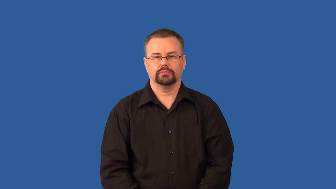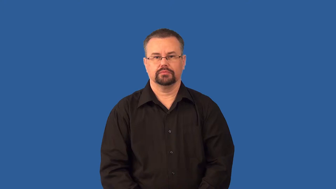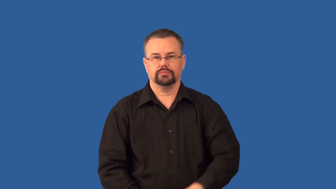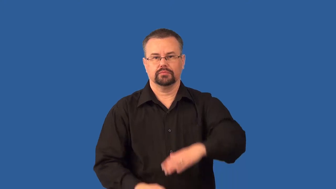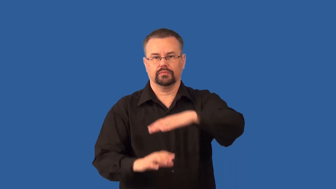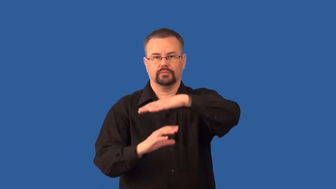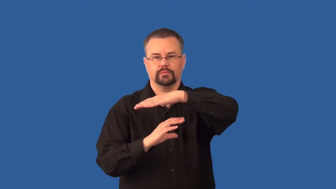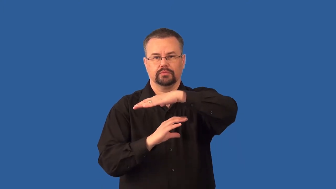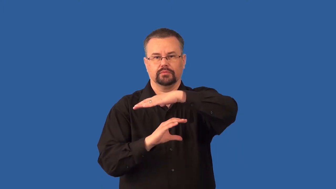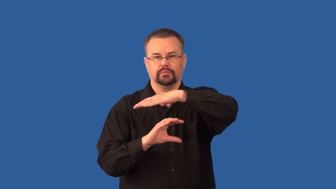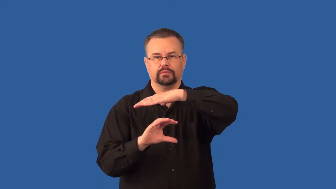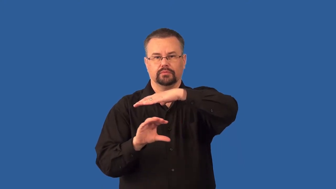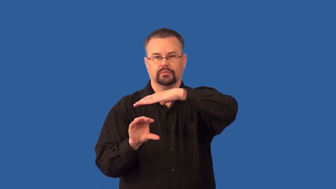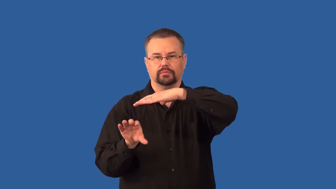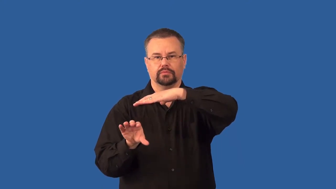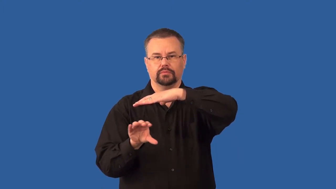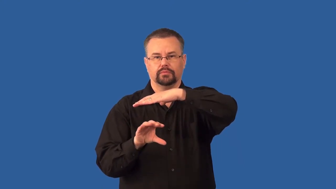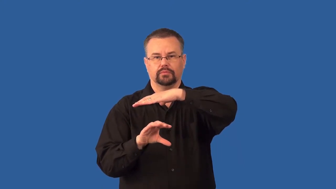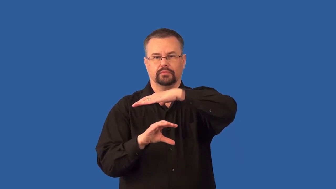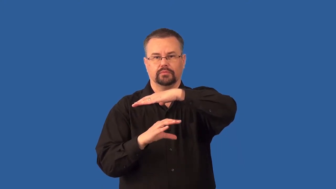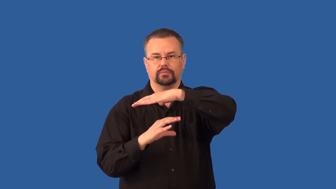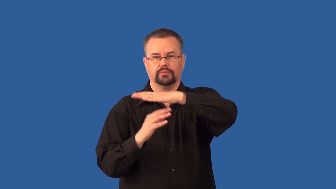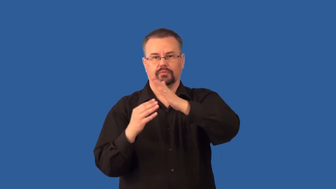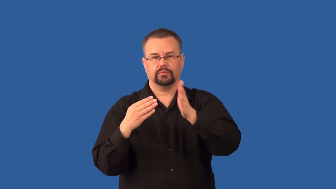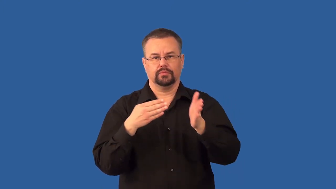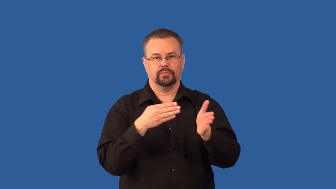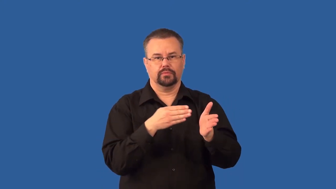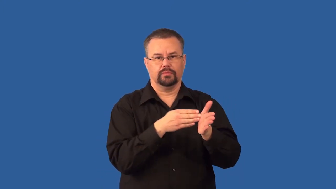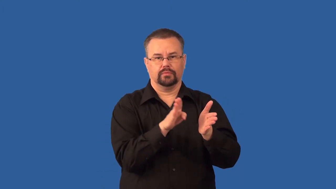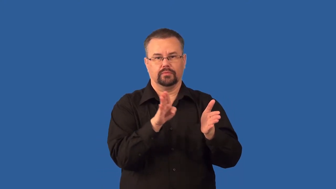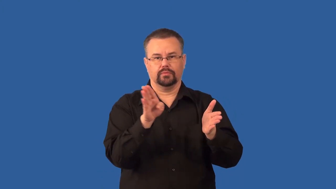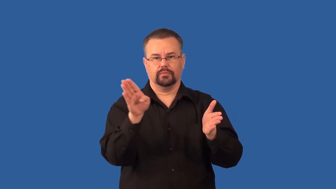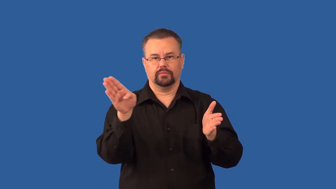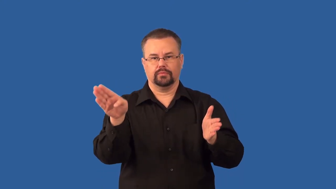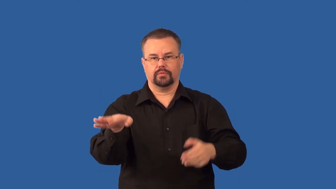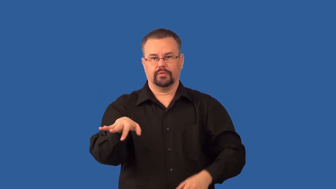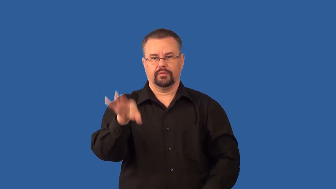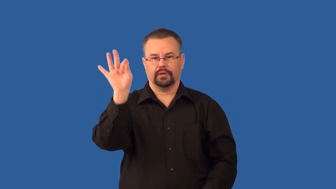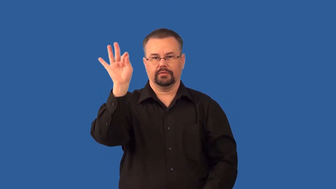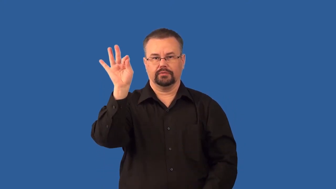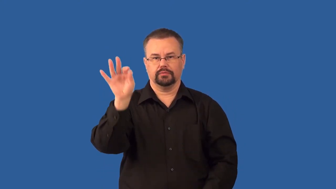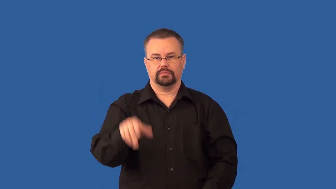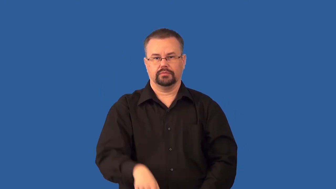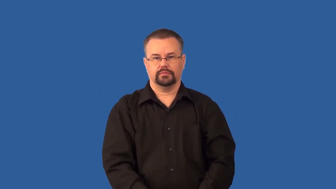sonar